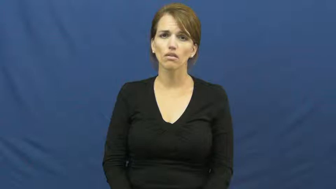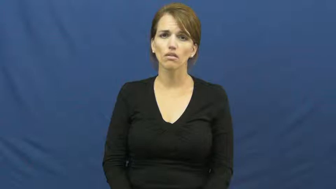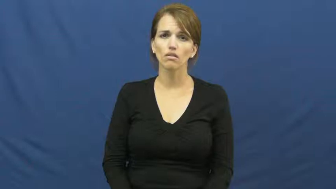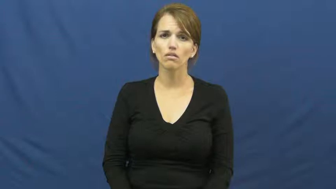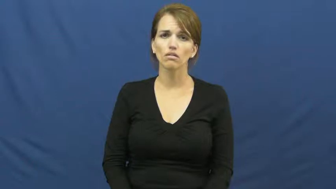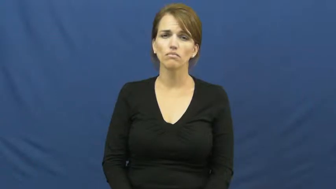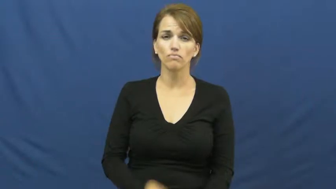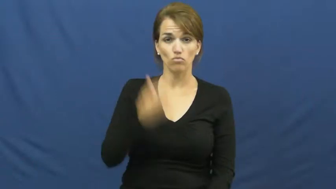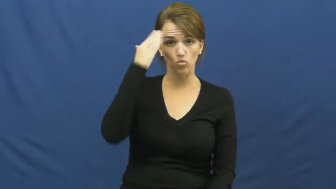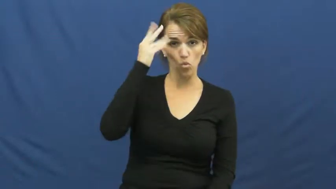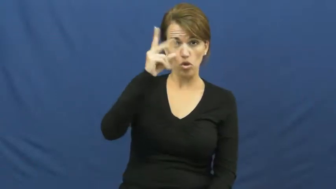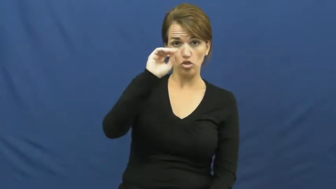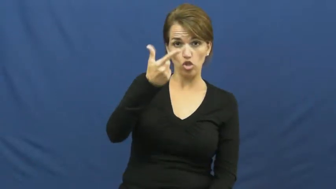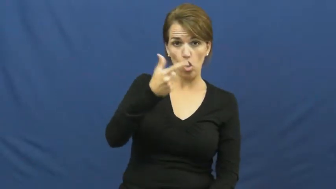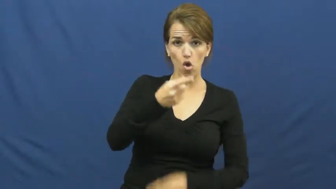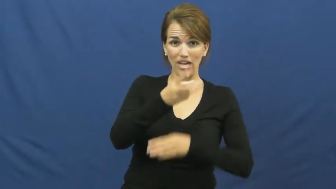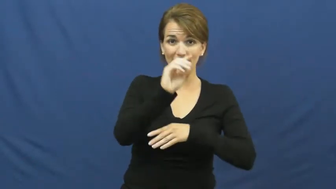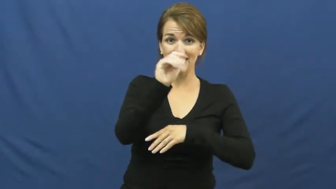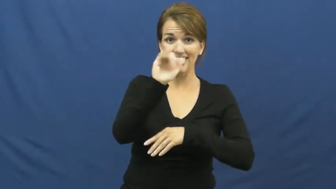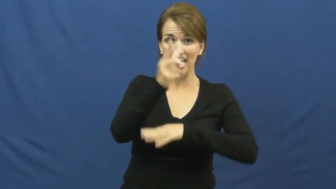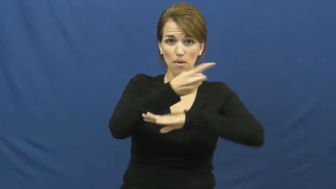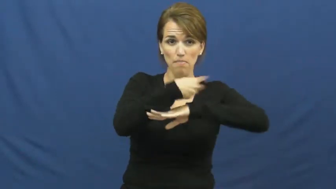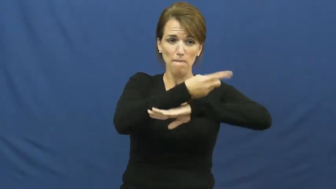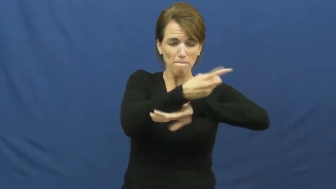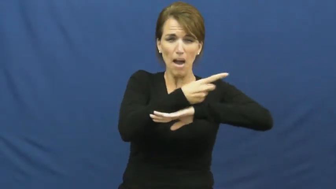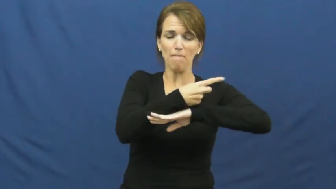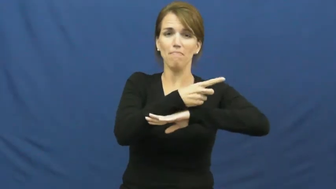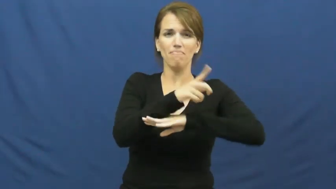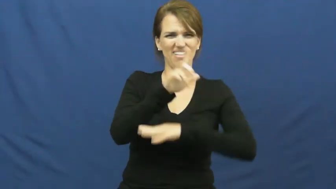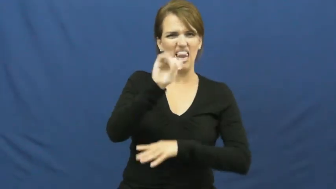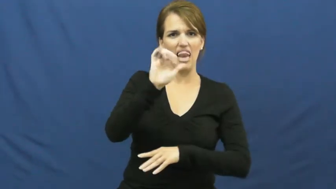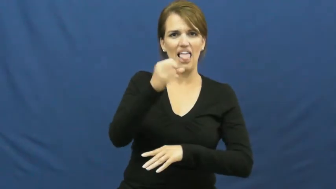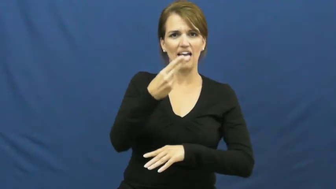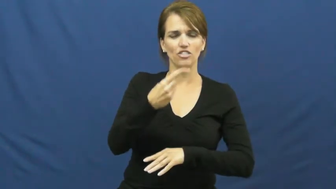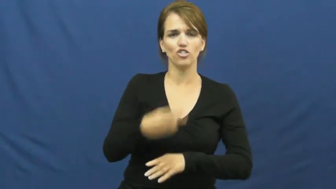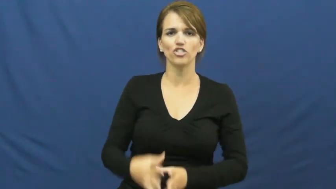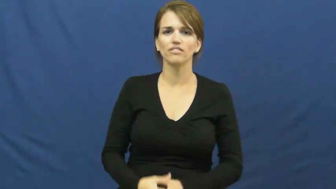lash-tail